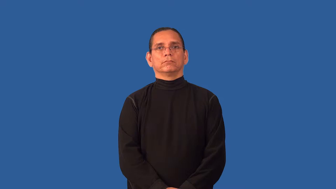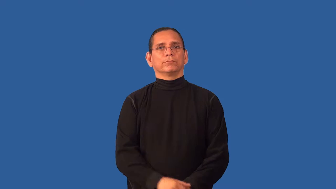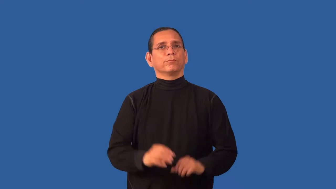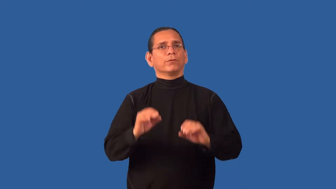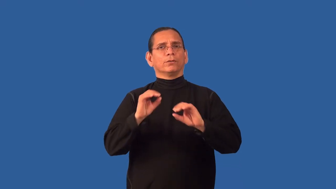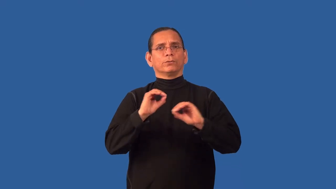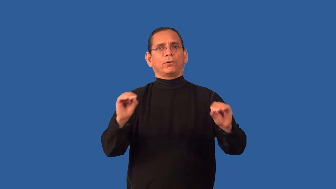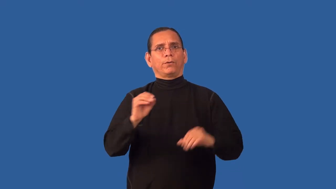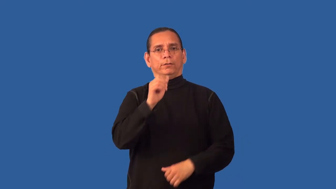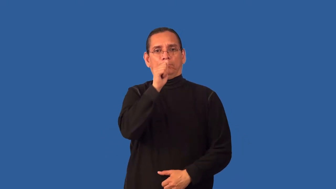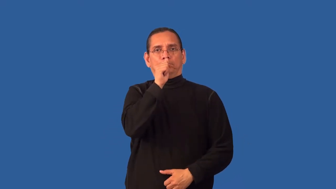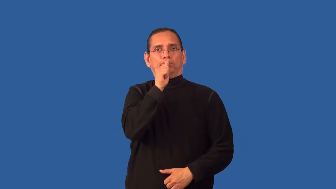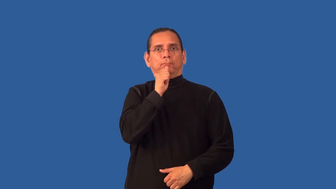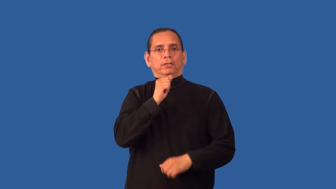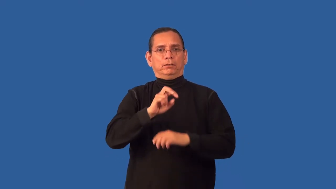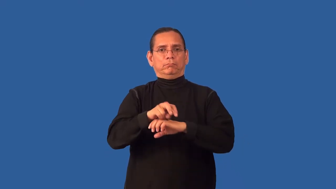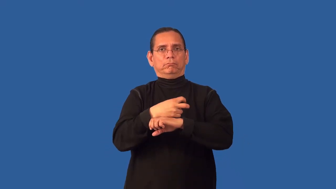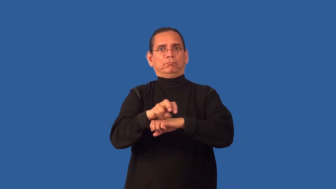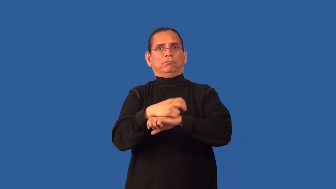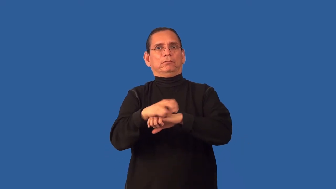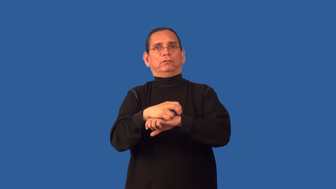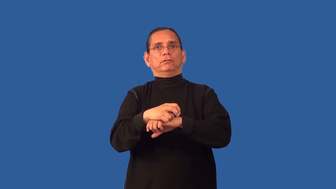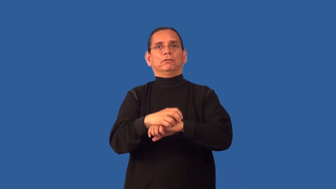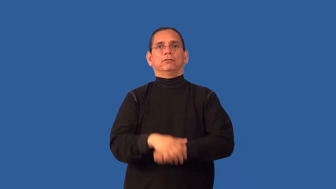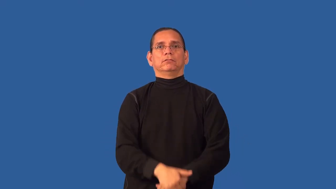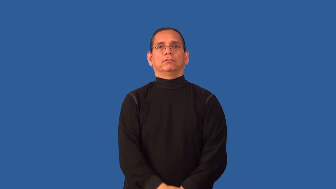antsy,fiddly,pother,restive,twiddly,wiggler